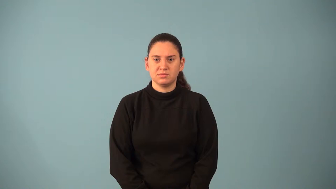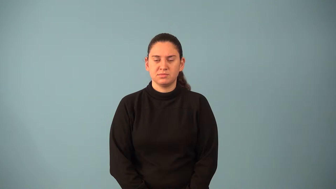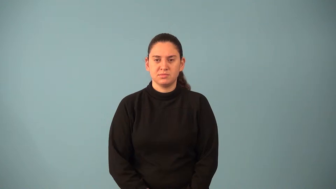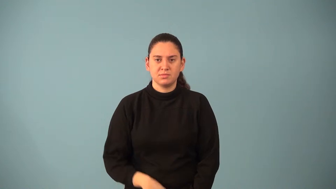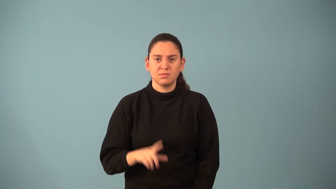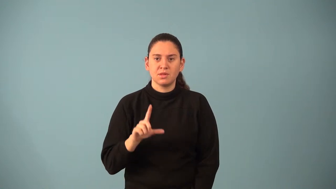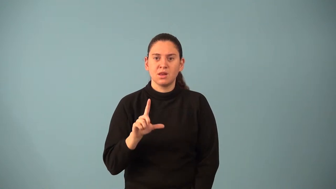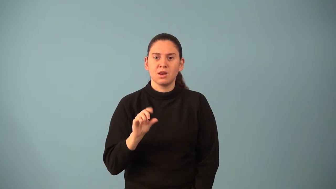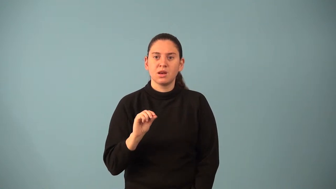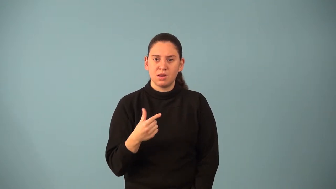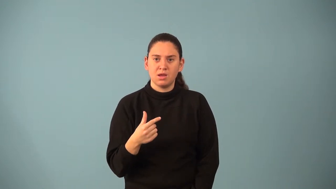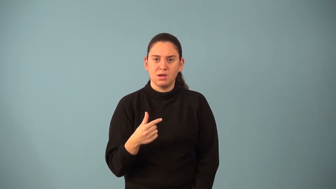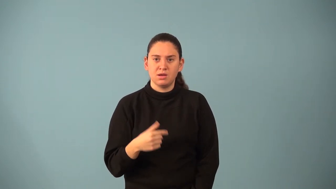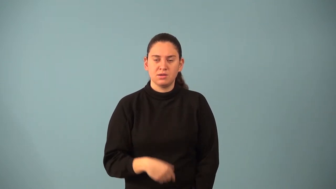logarithm